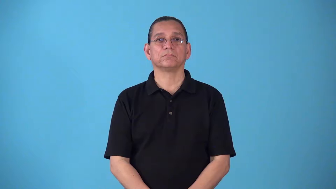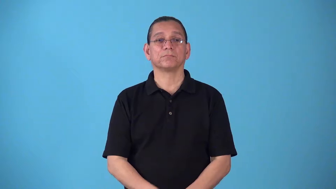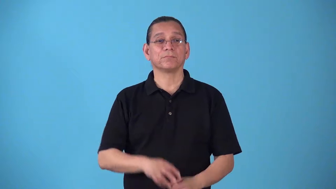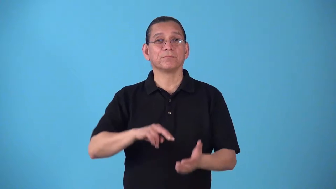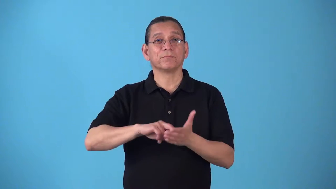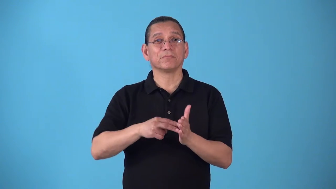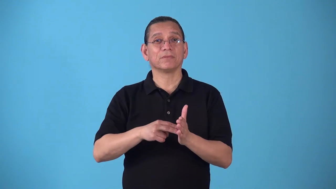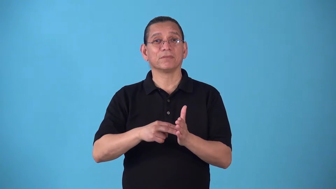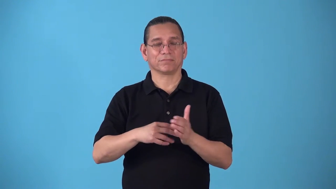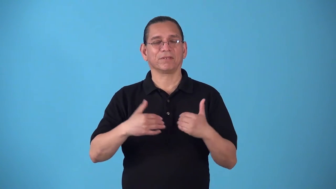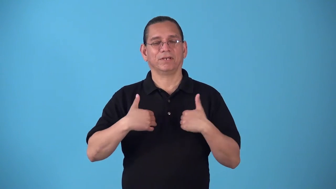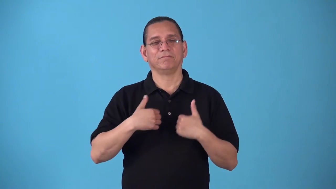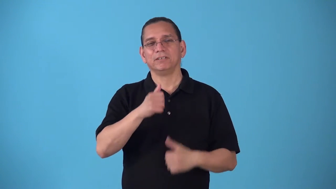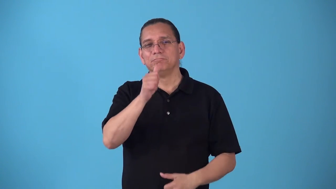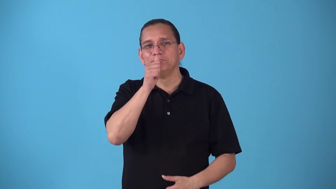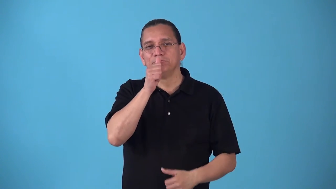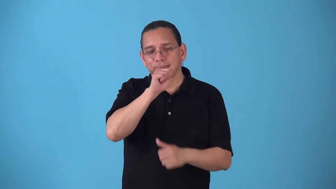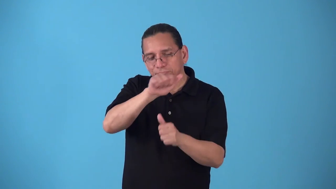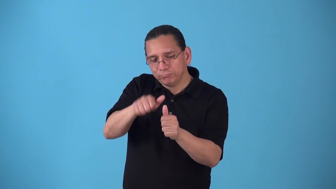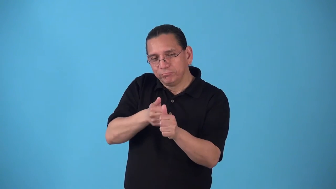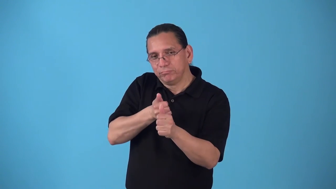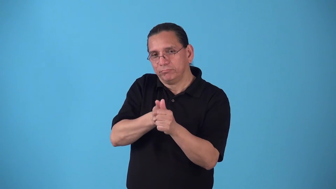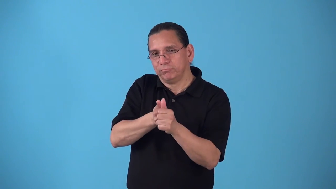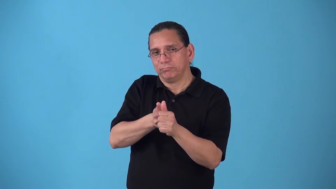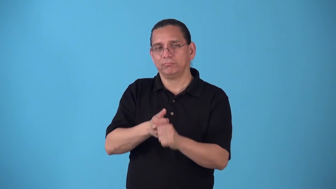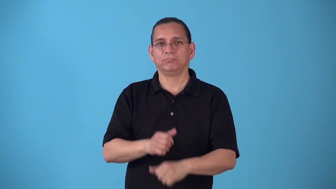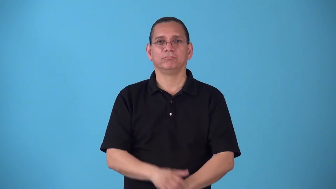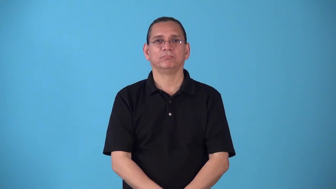sibylline-secret meaning